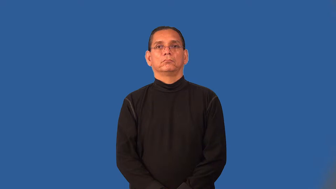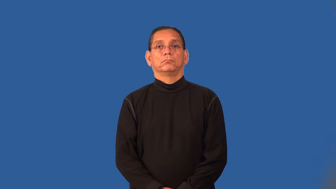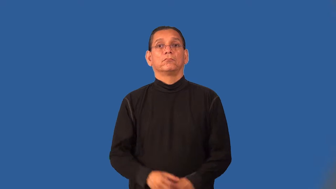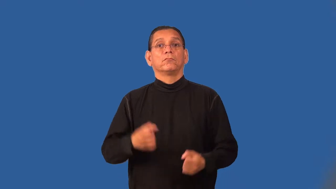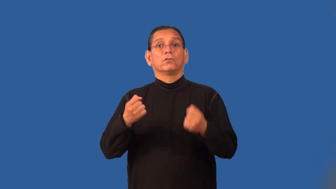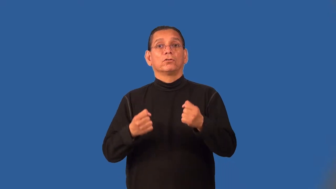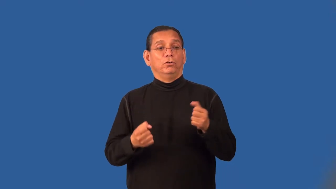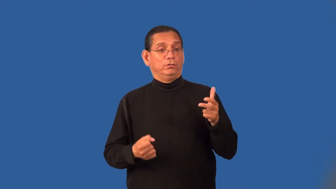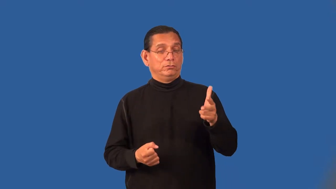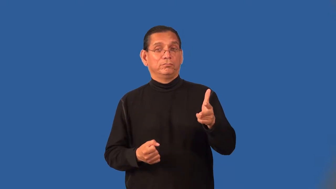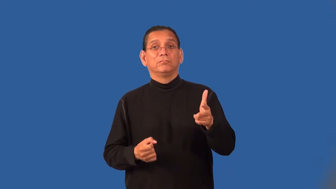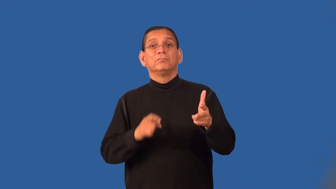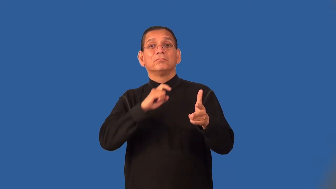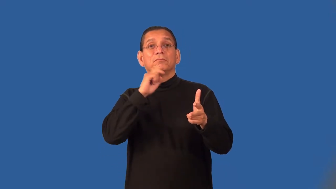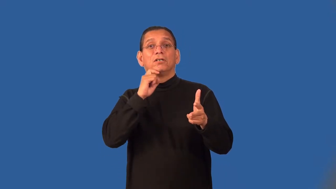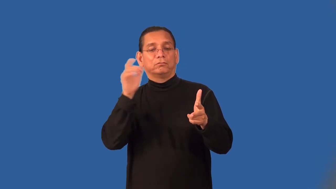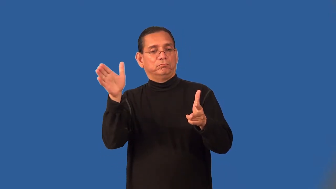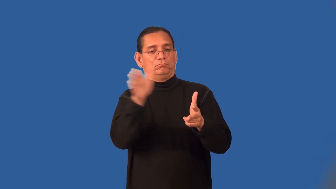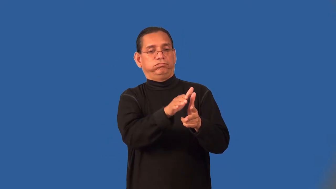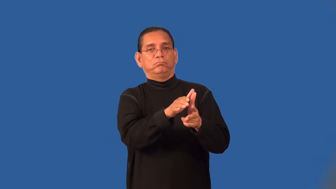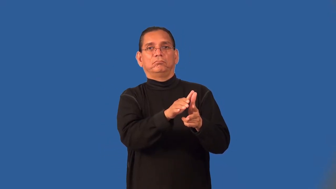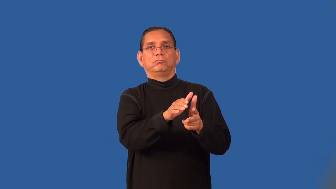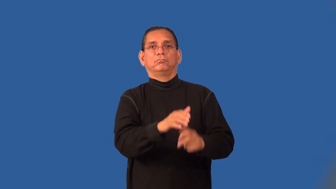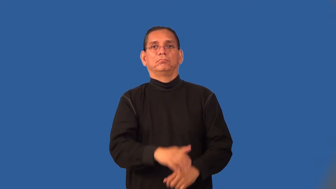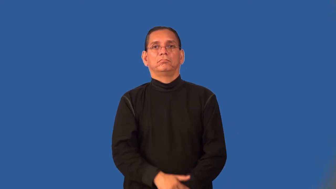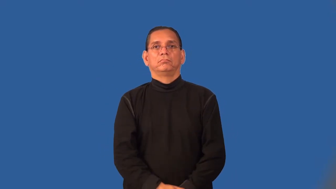panel-small covering